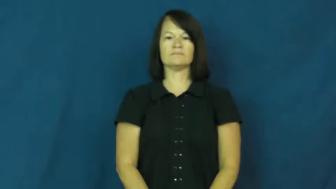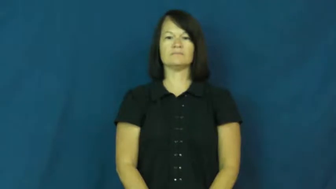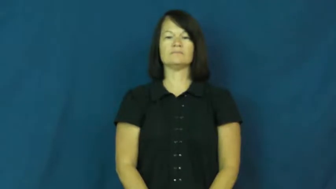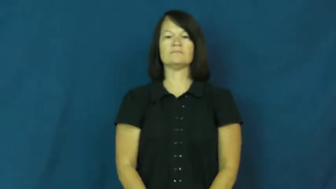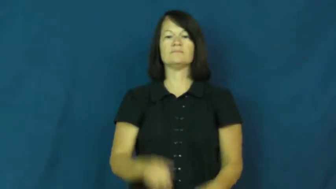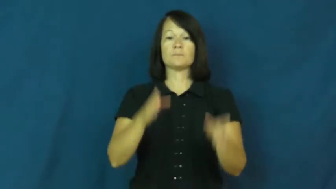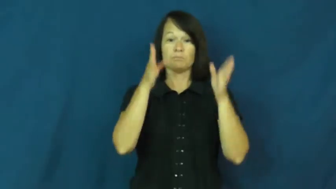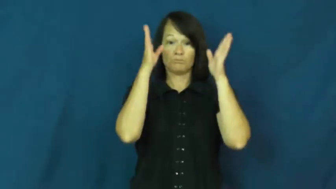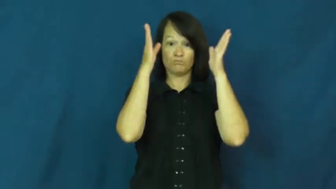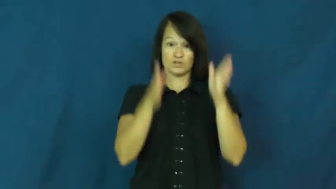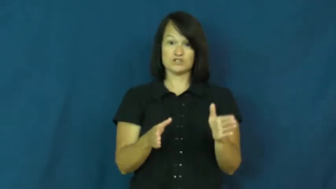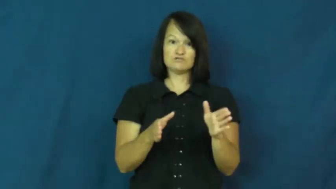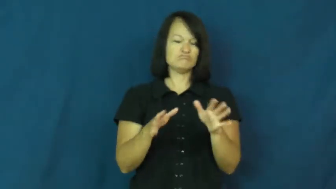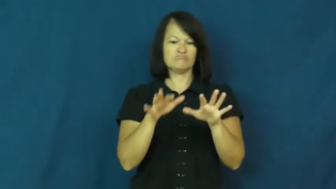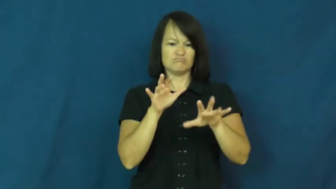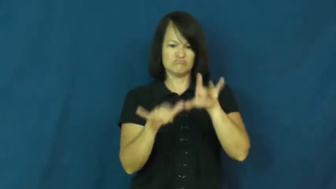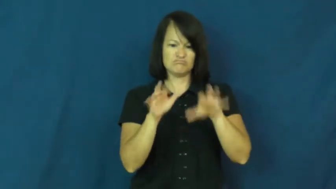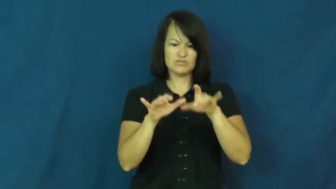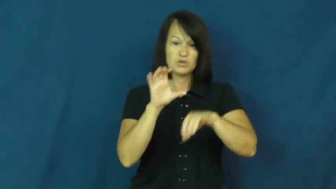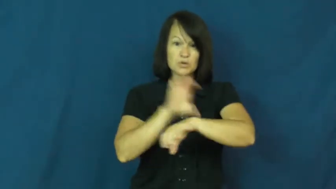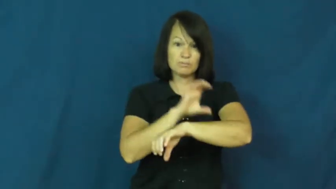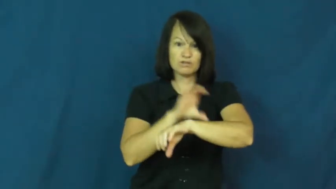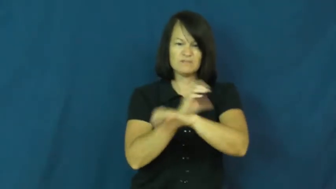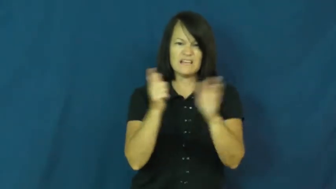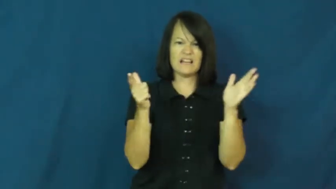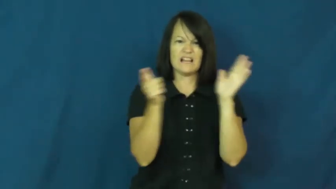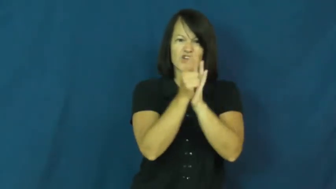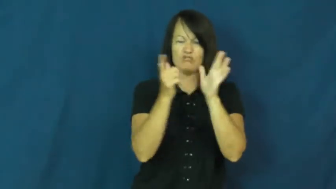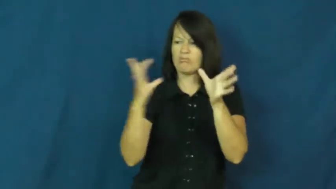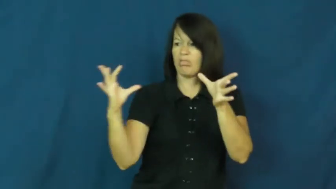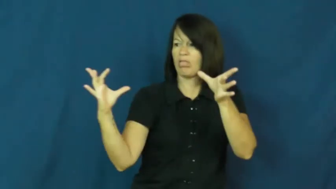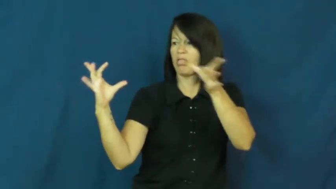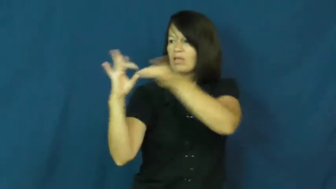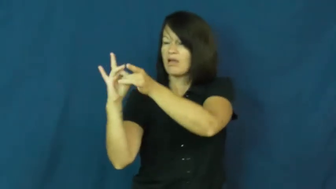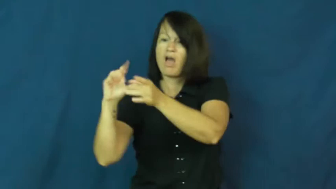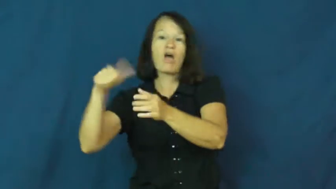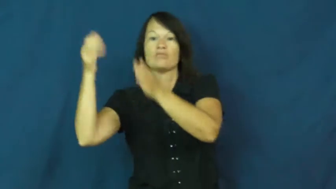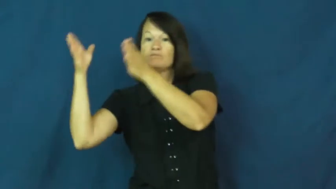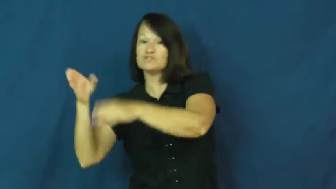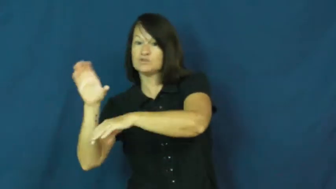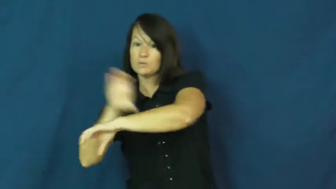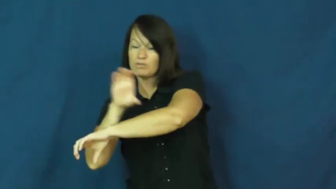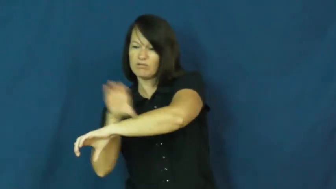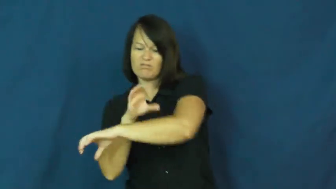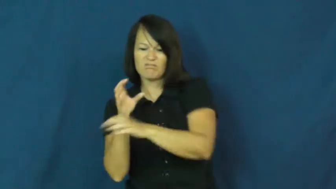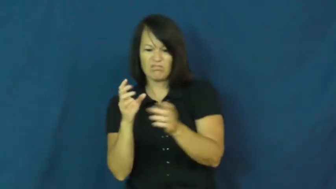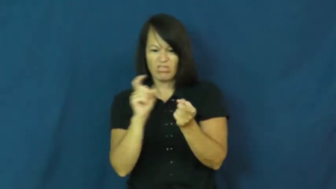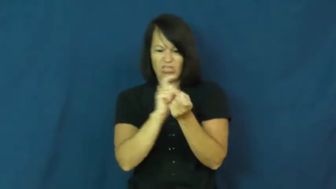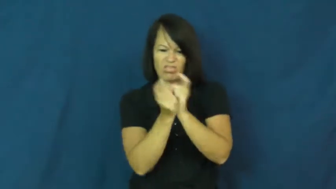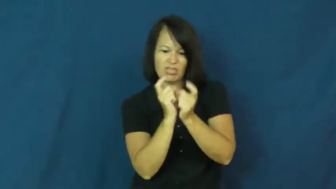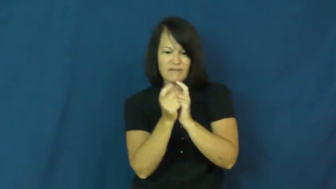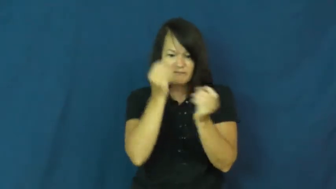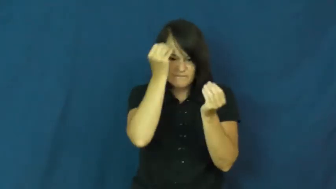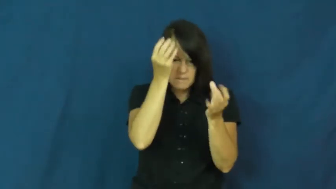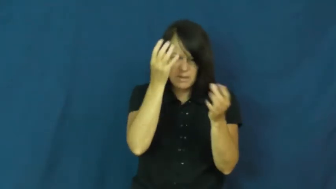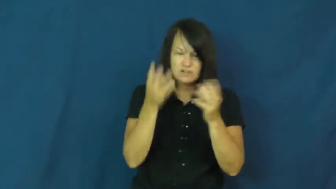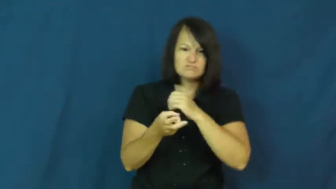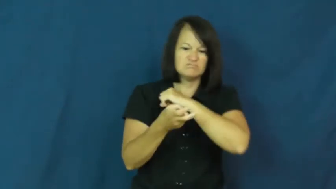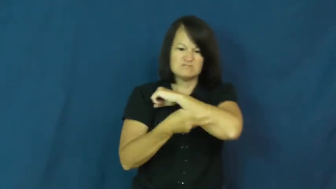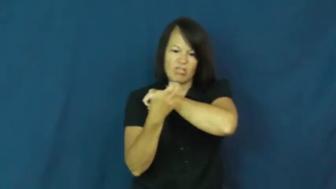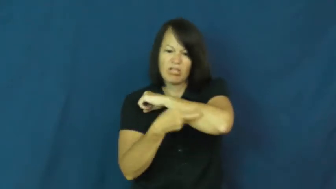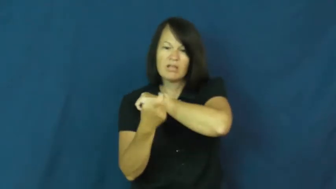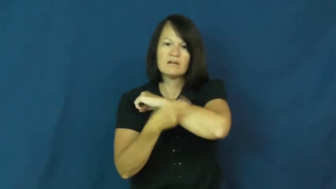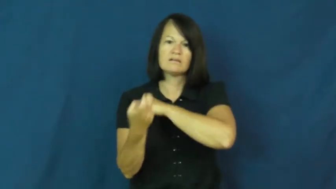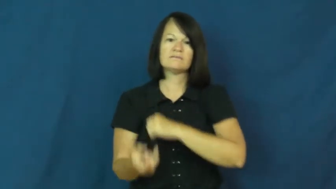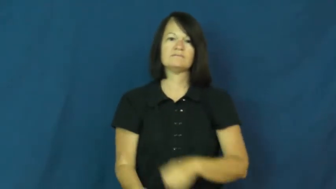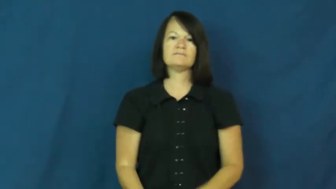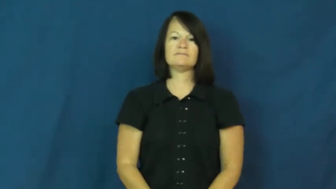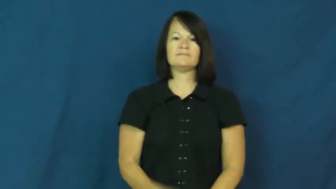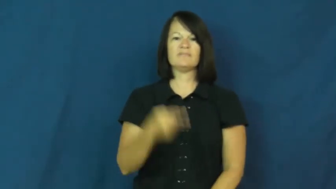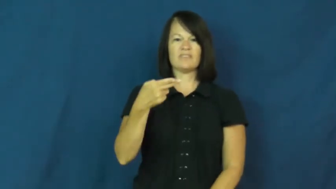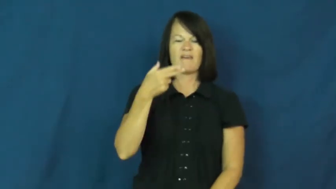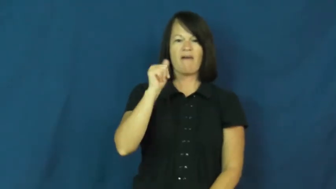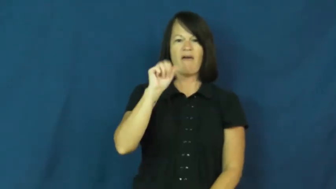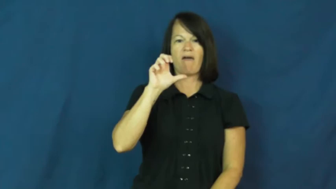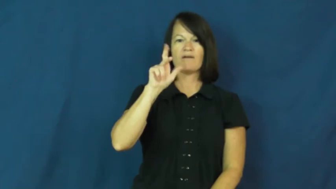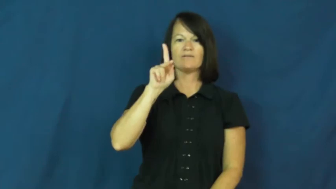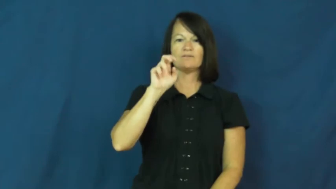hacker